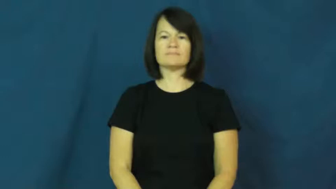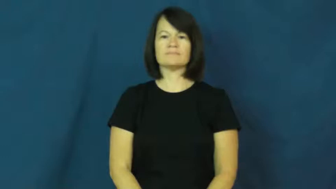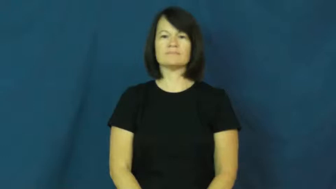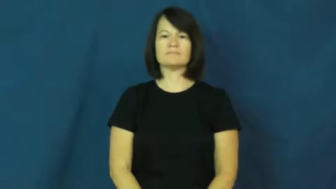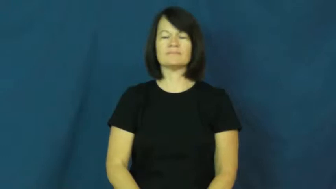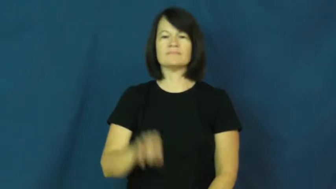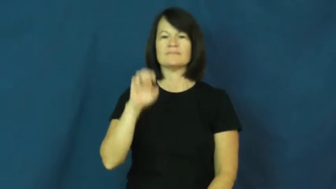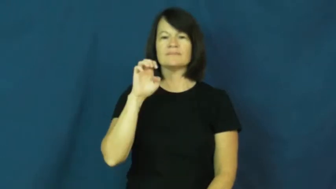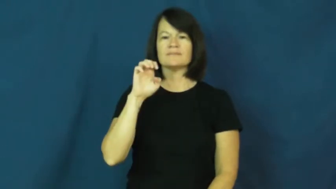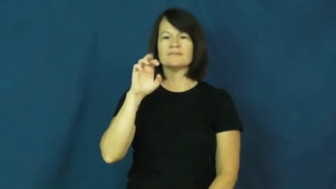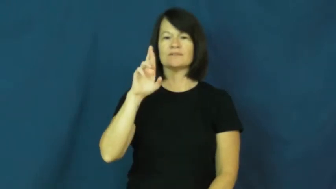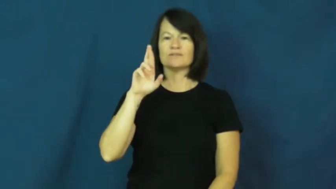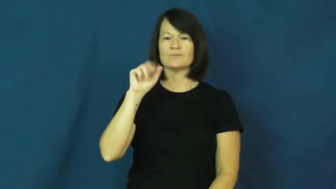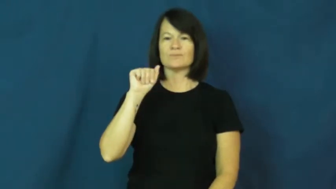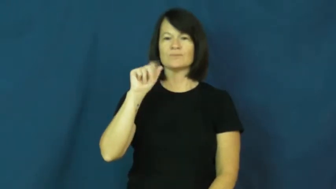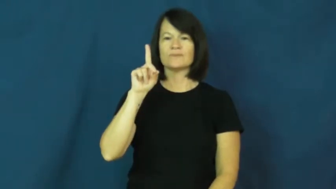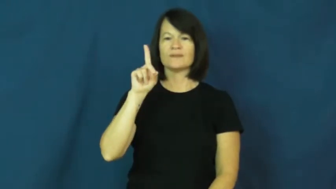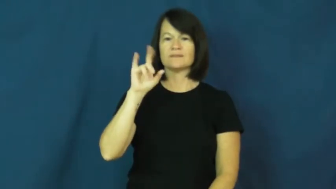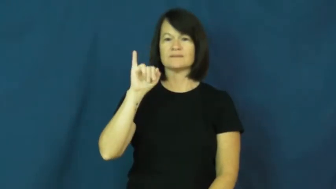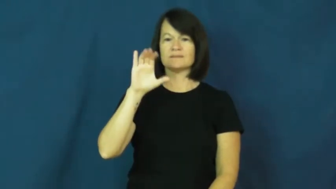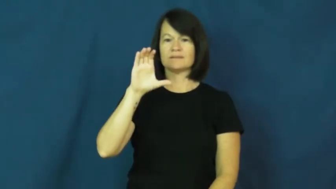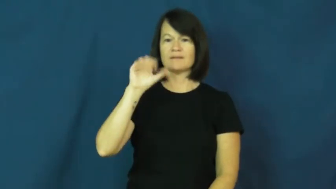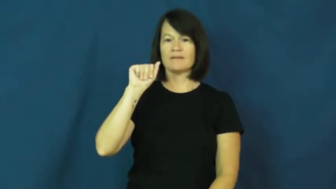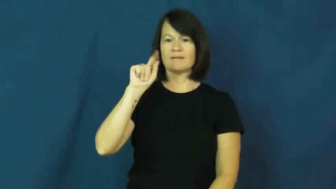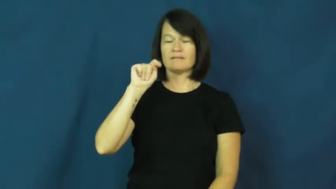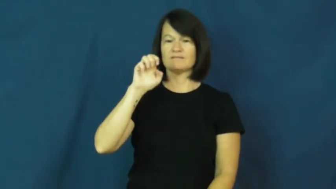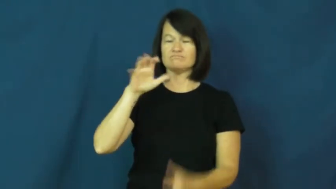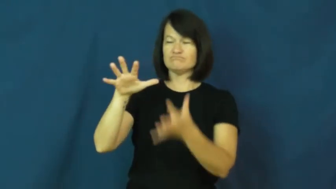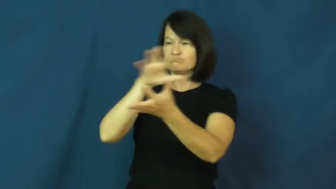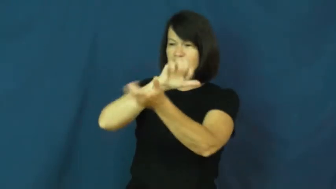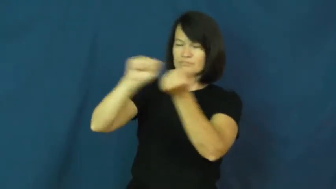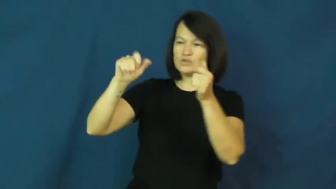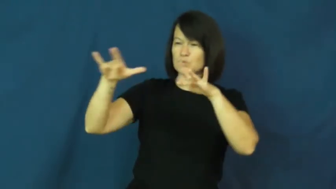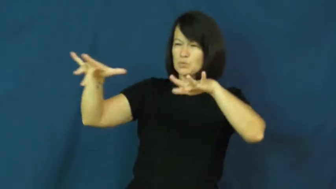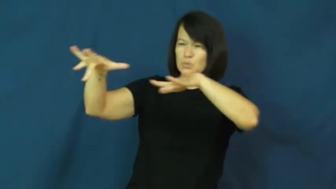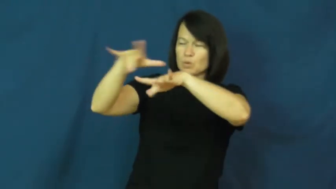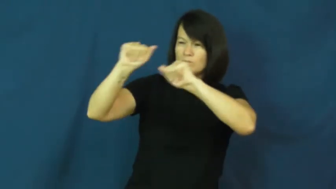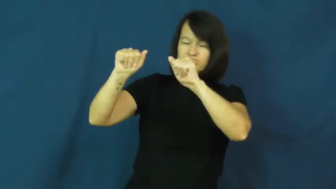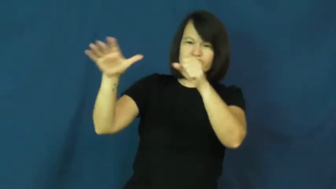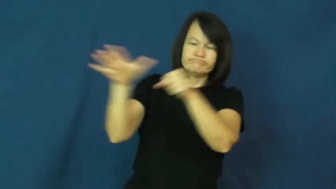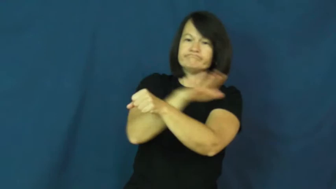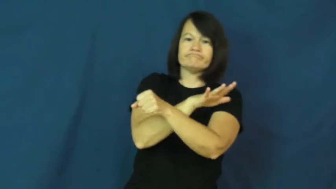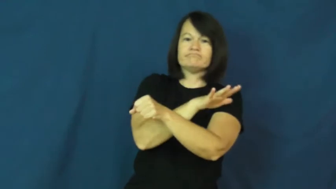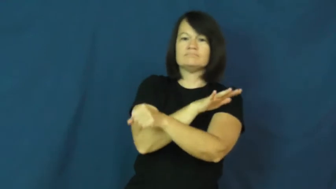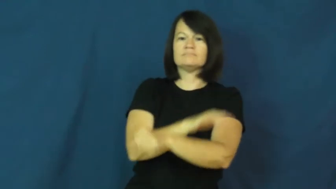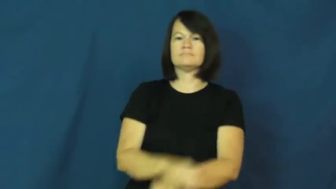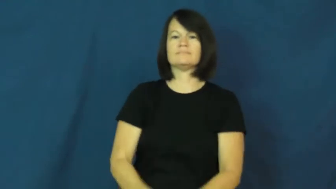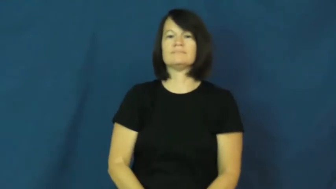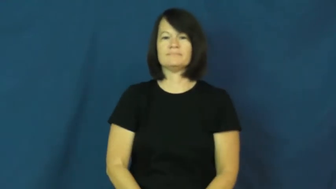eradicate